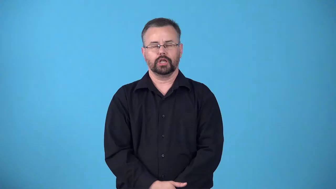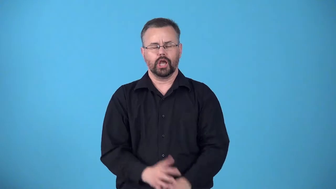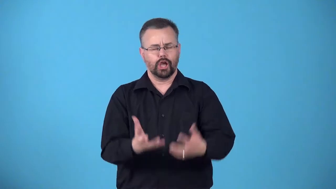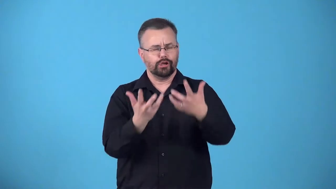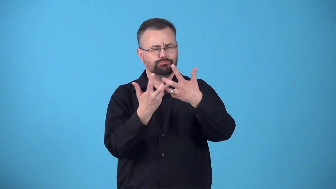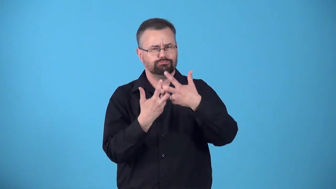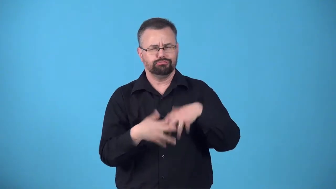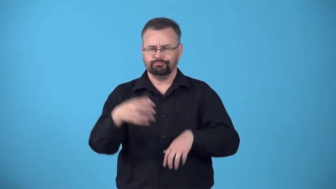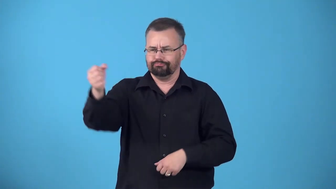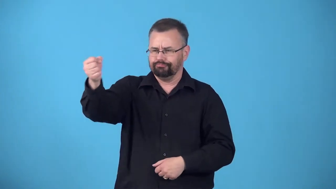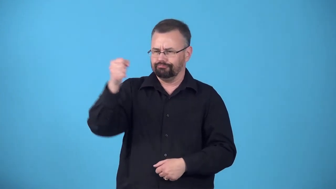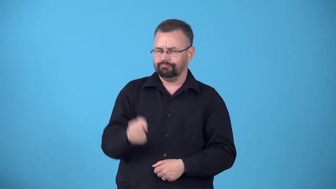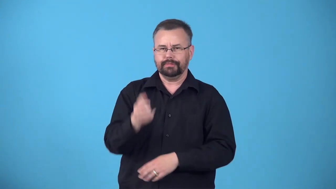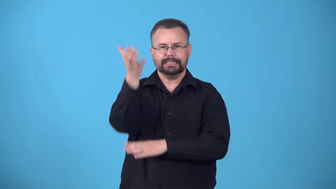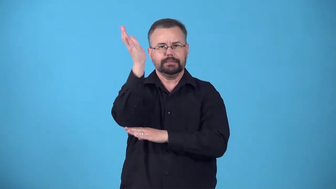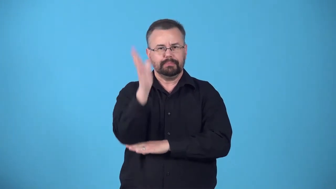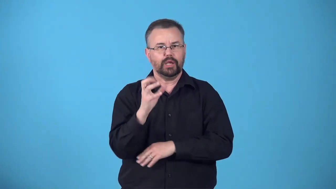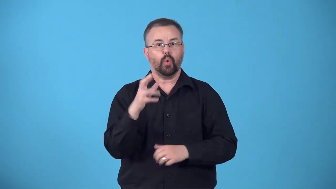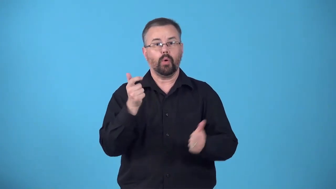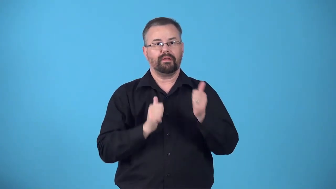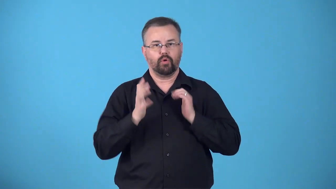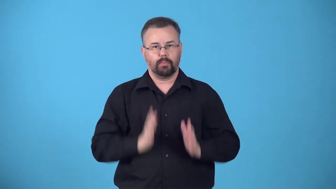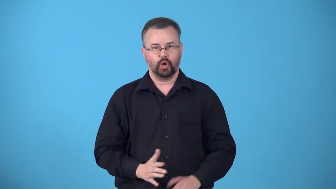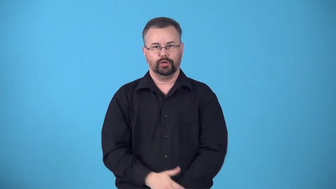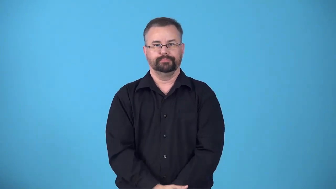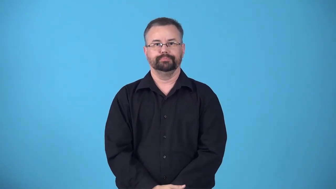book-arrange for someone to perform or speak